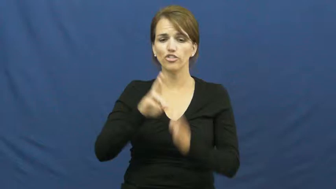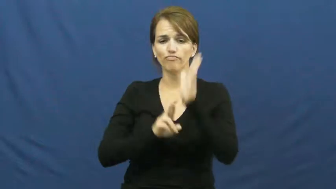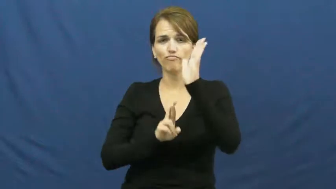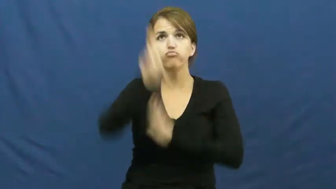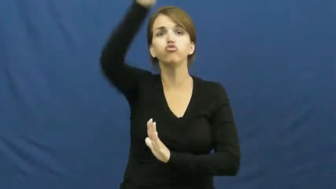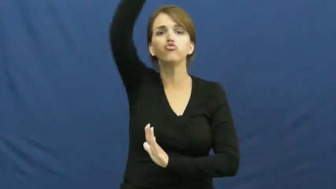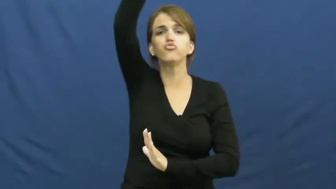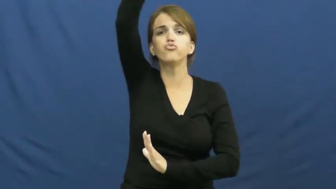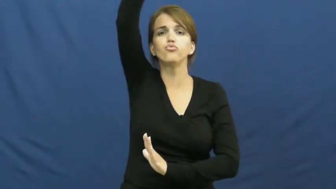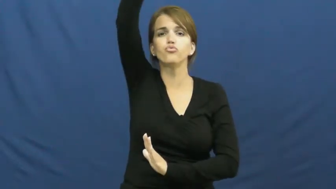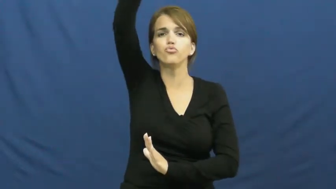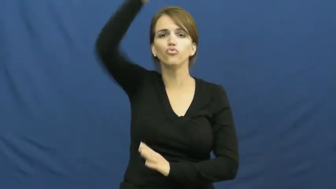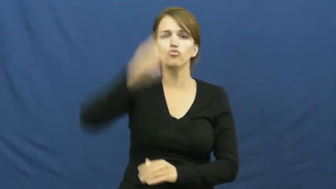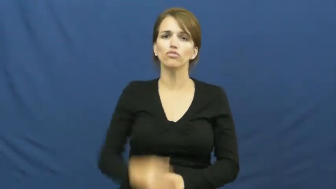flight,blast off